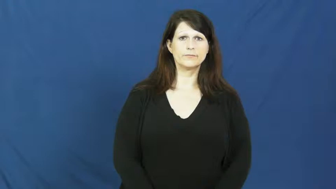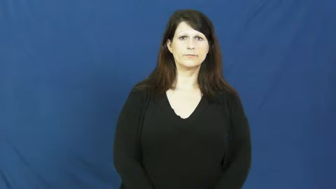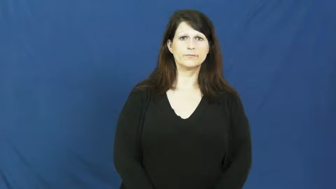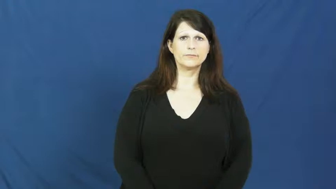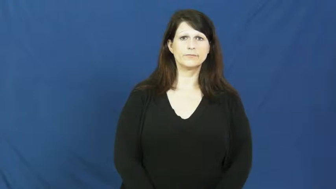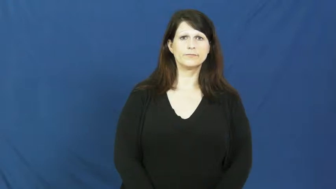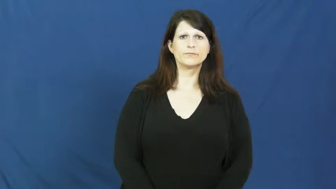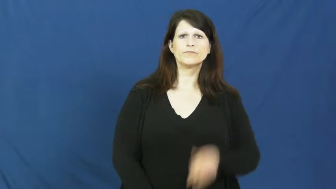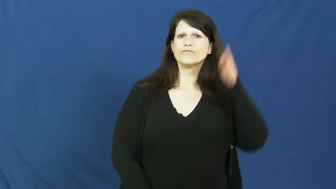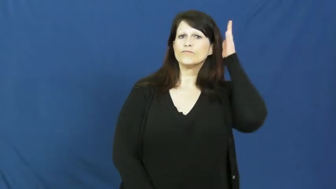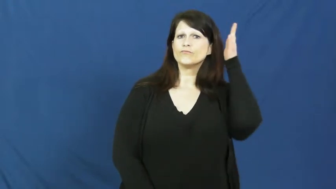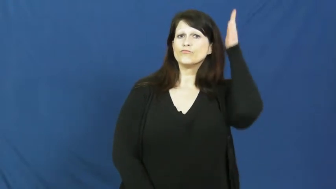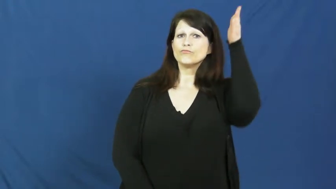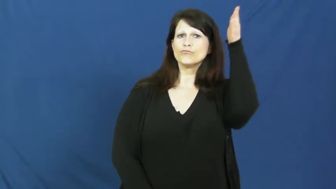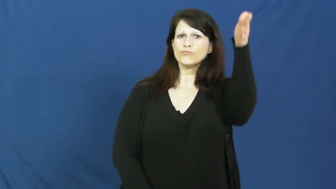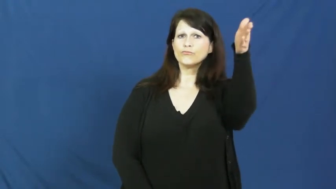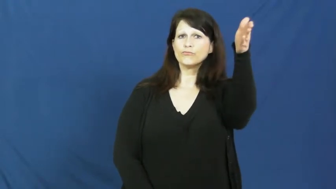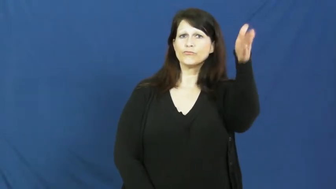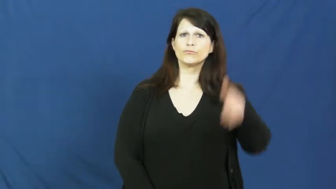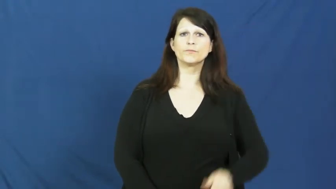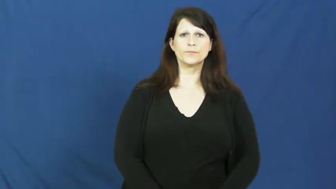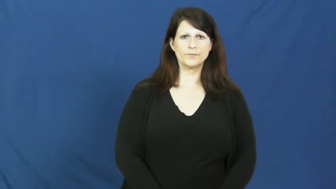future